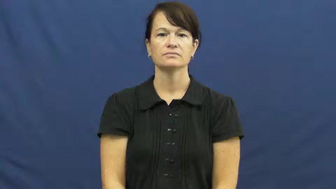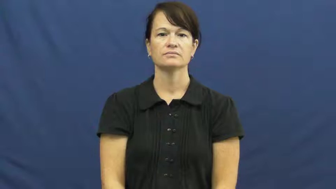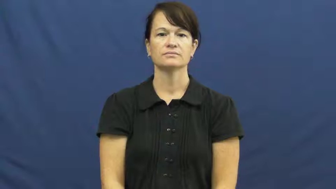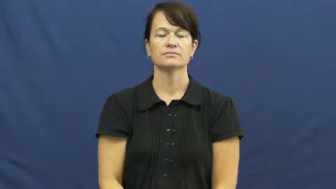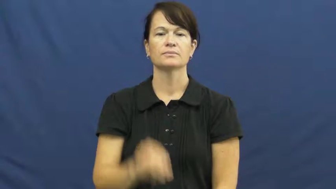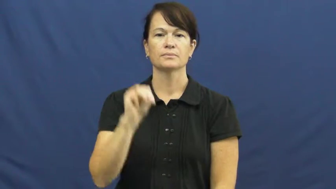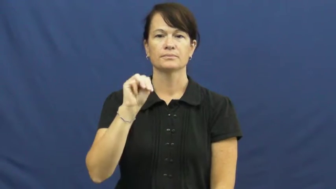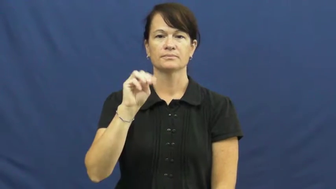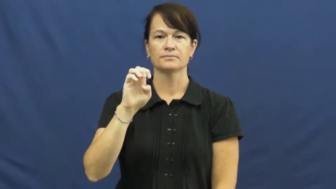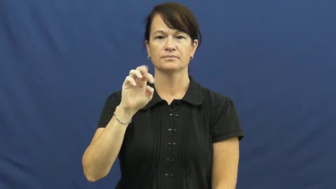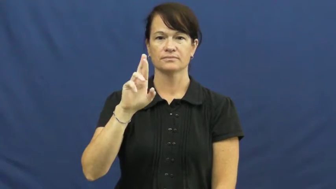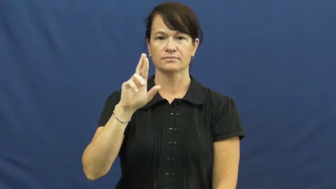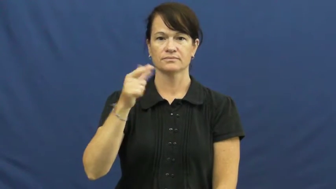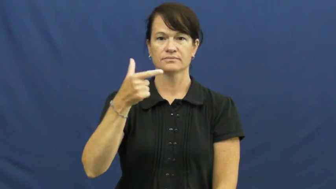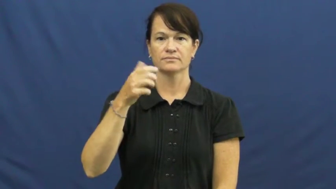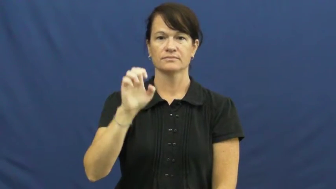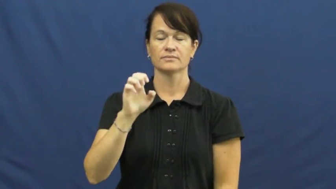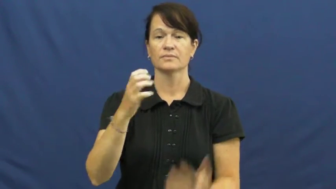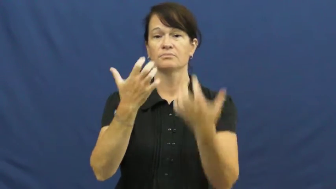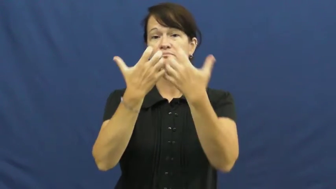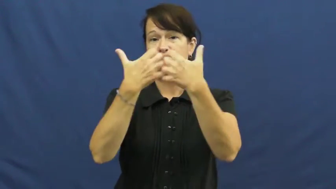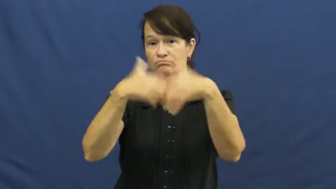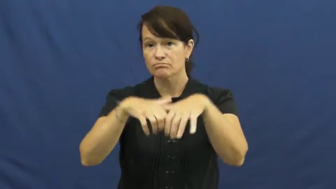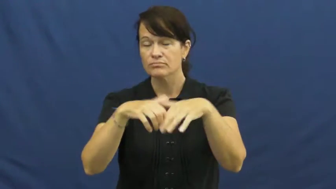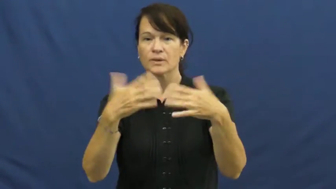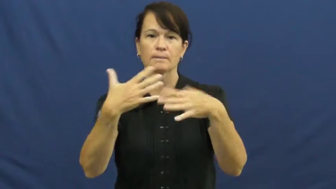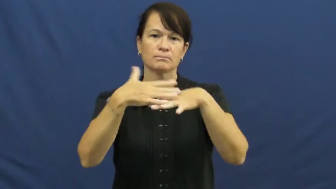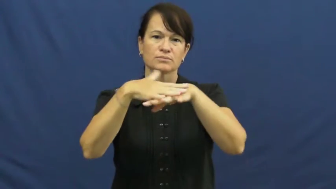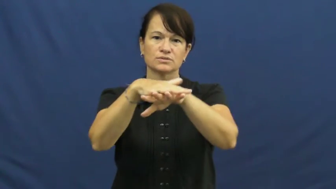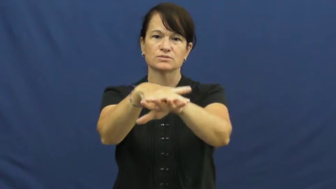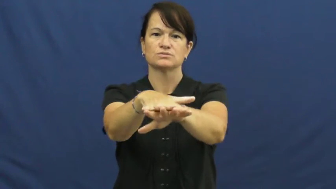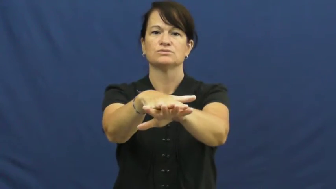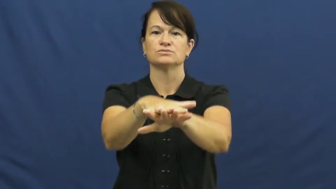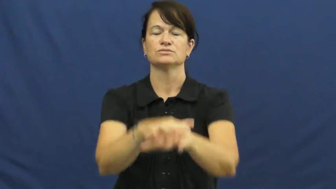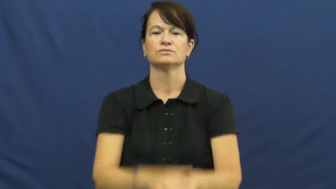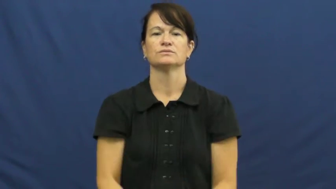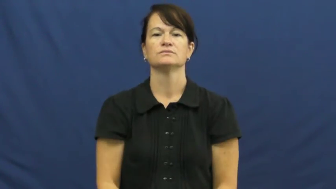merge